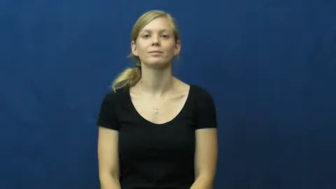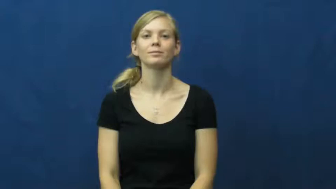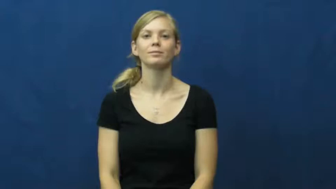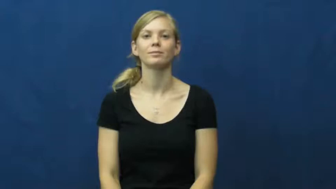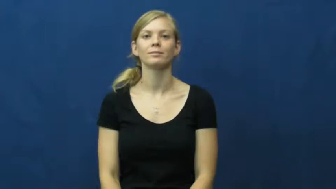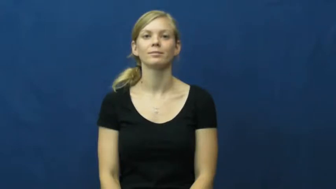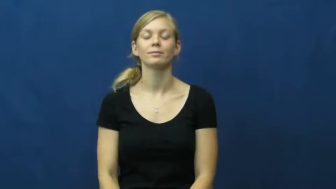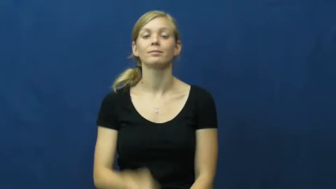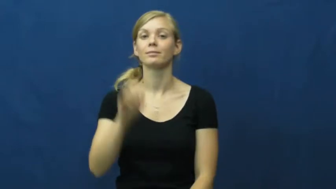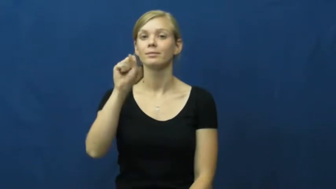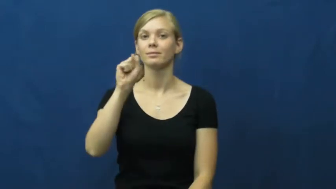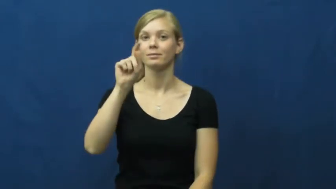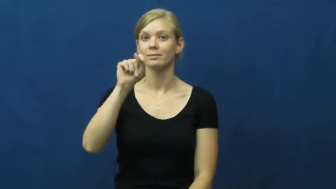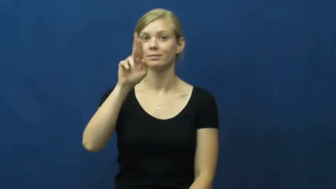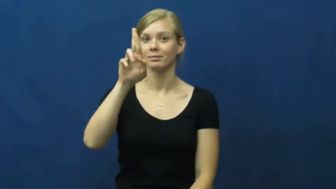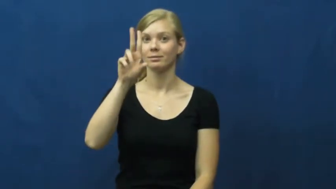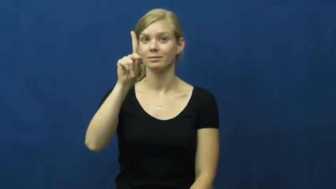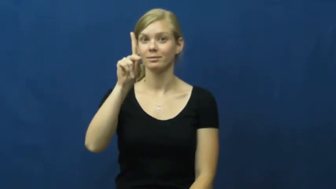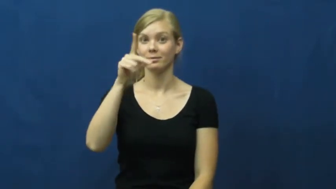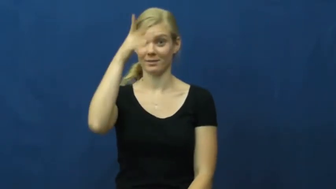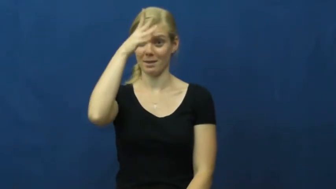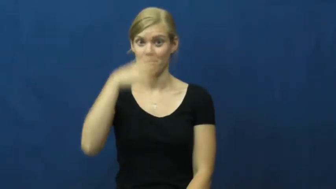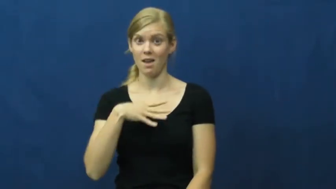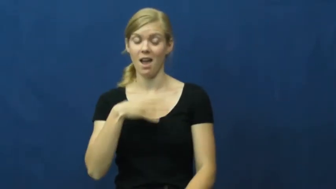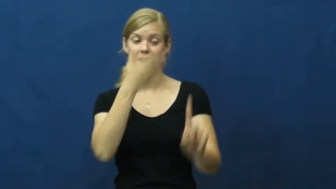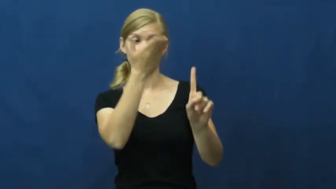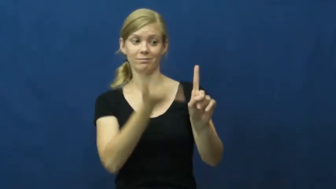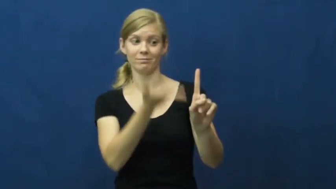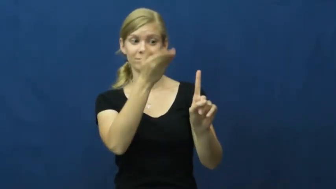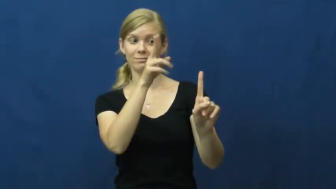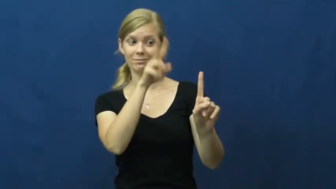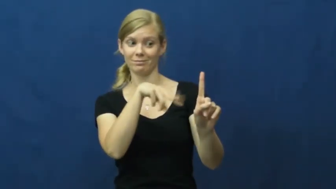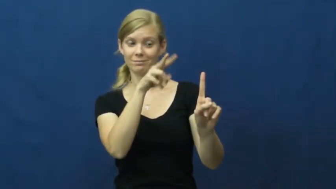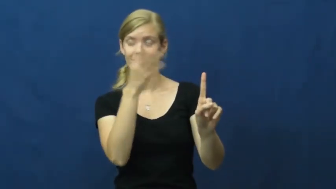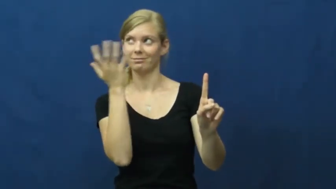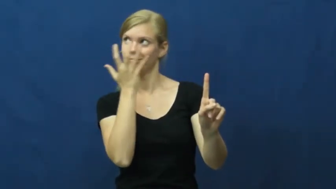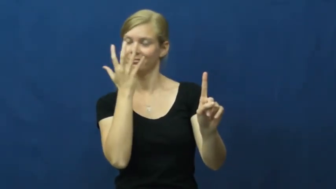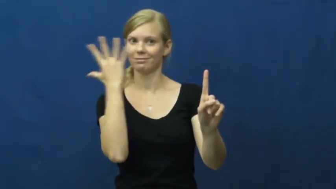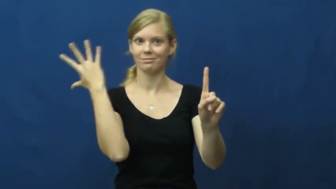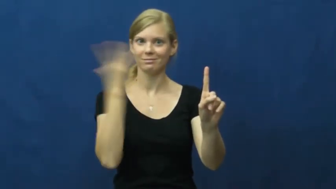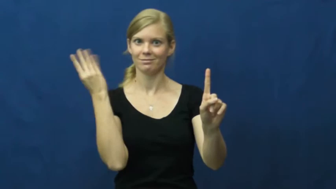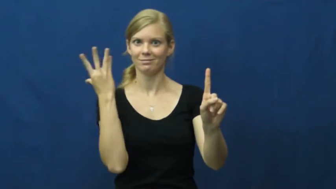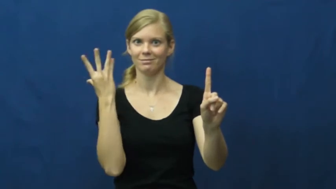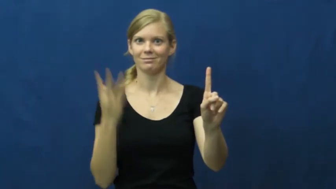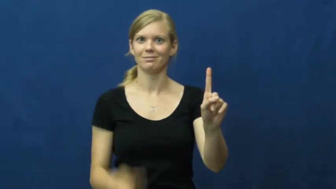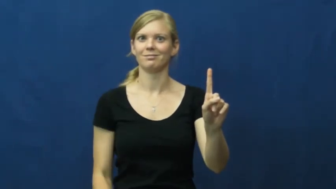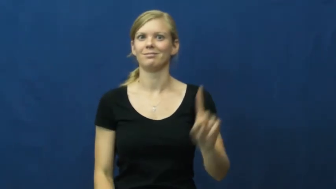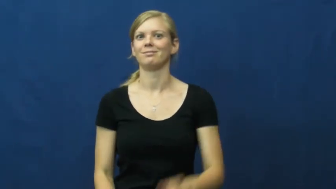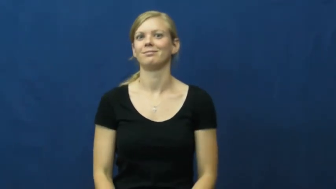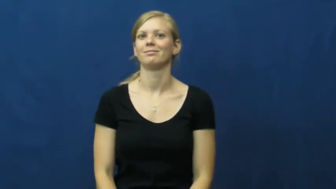stud-man